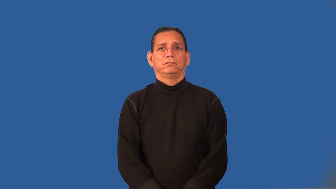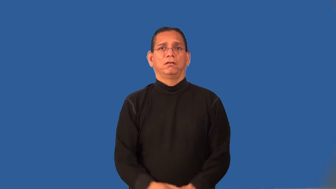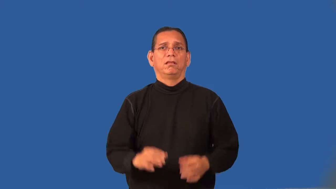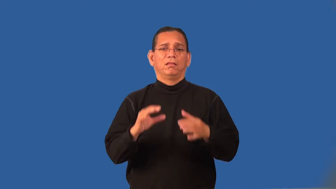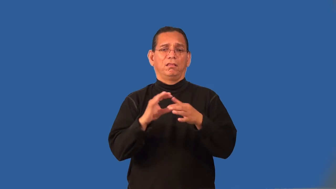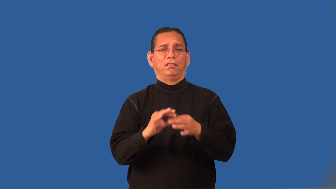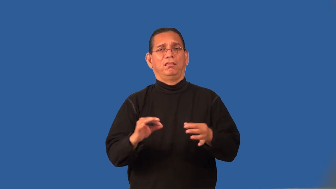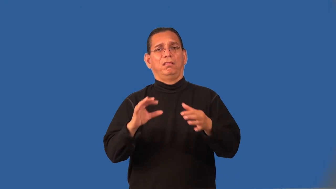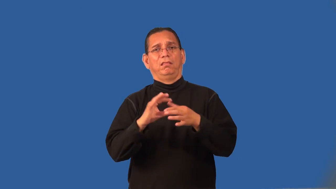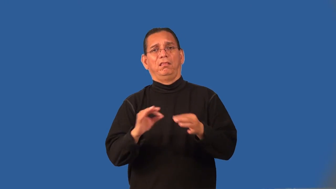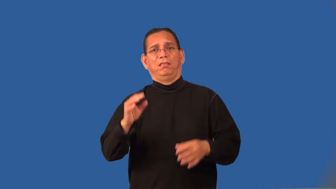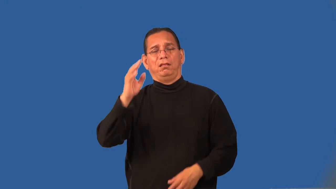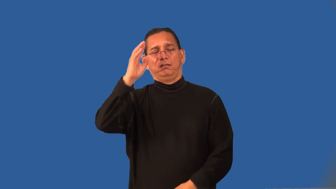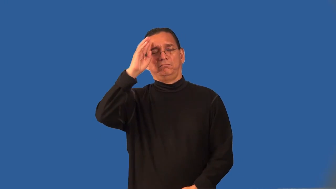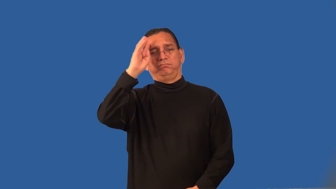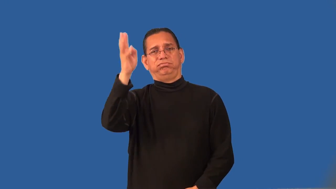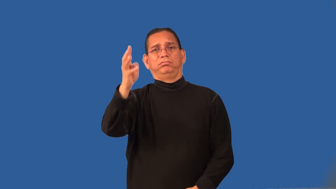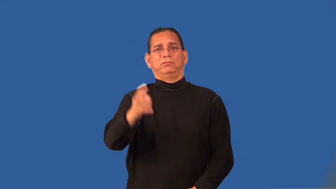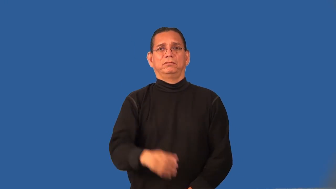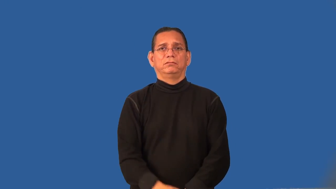purport